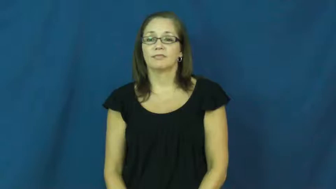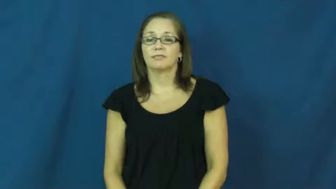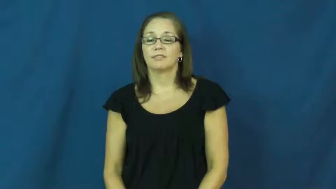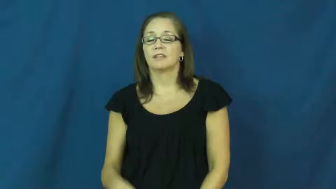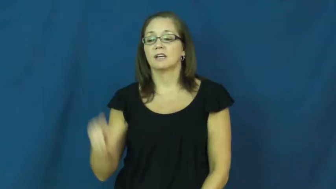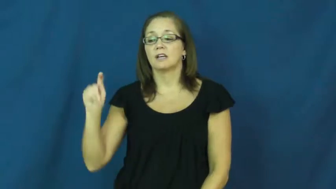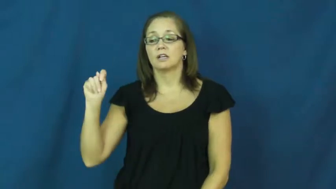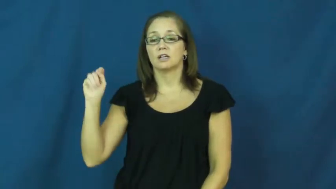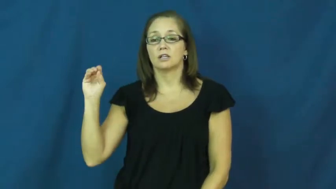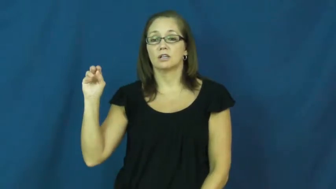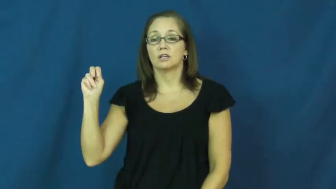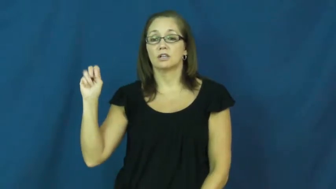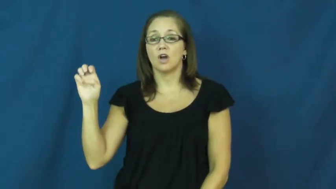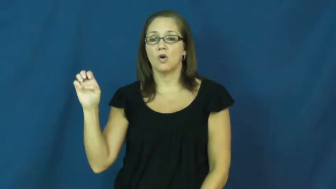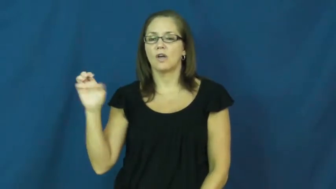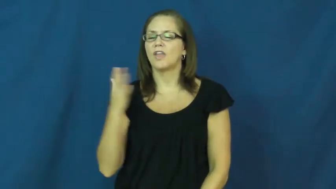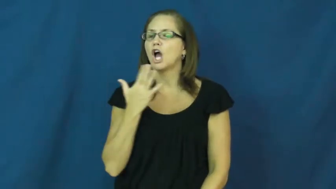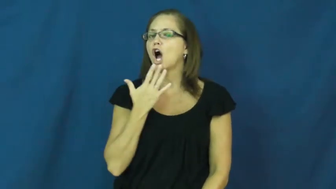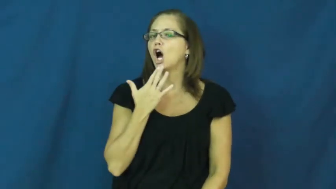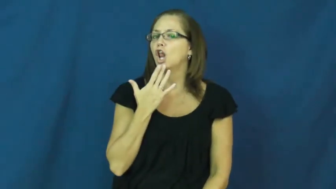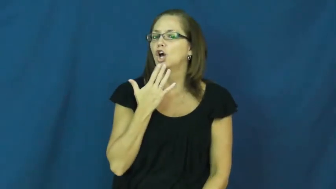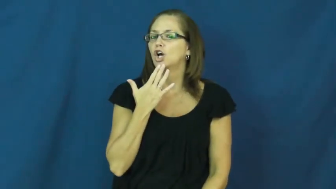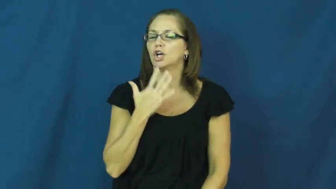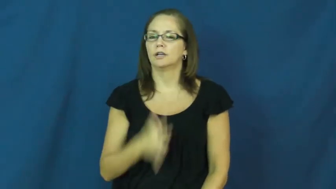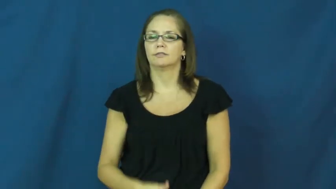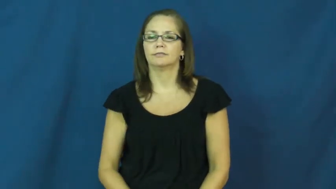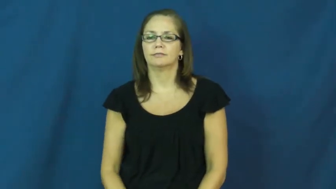tone-color